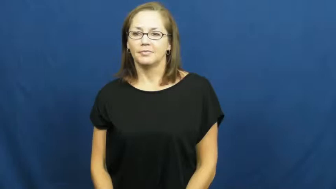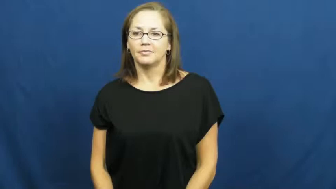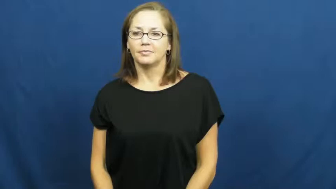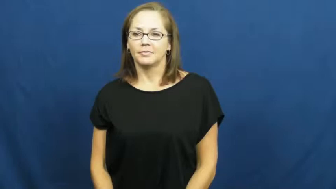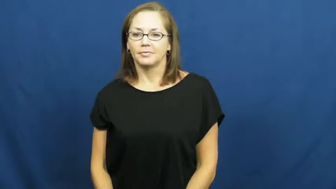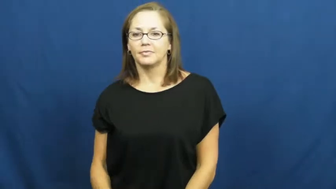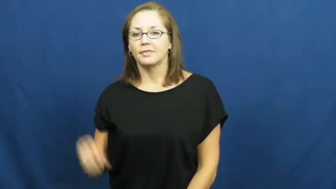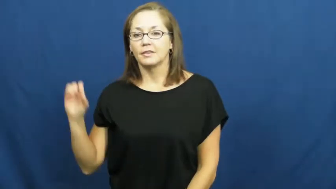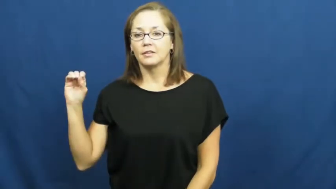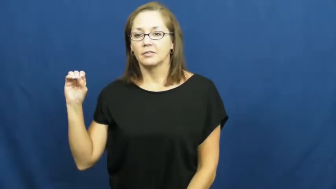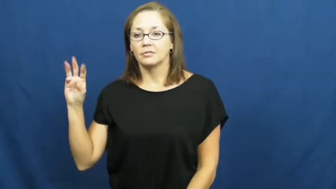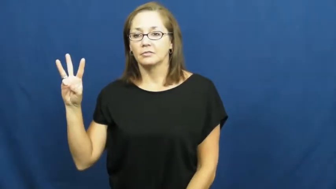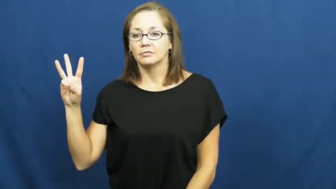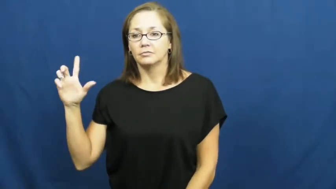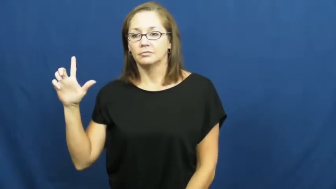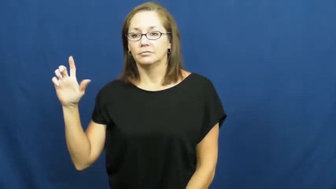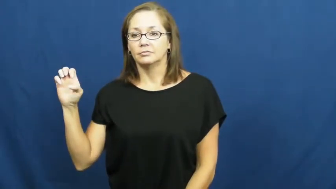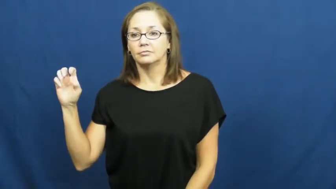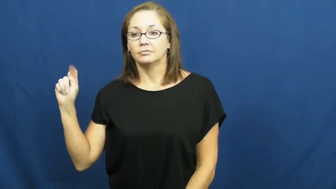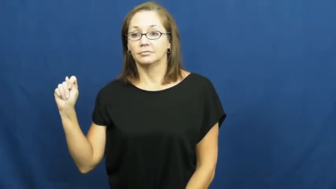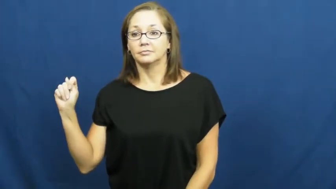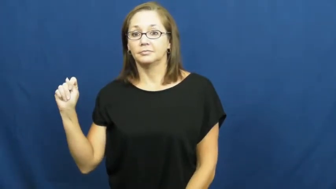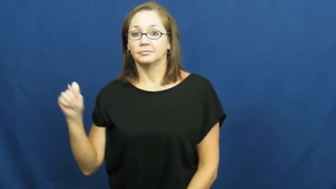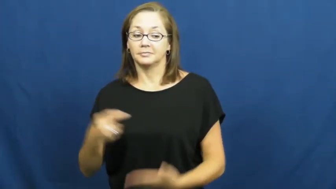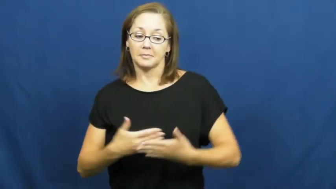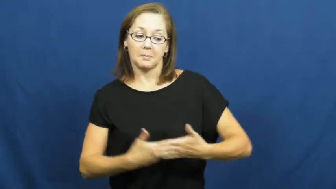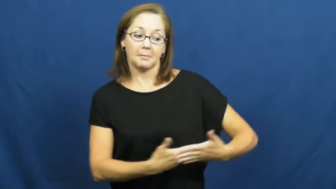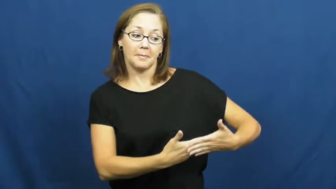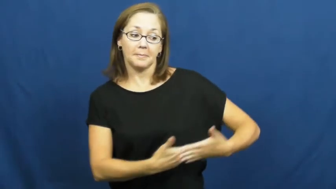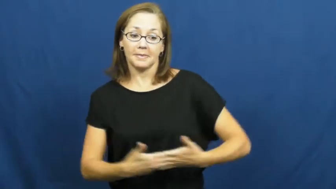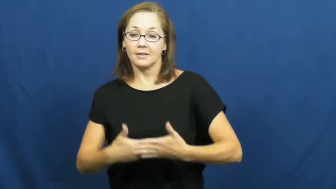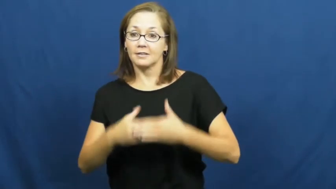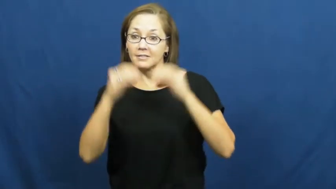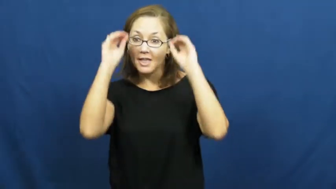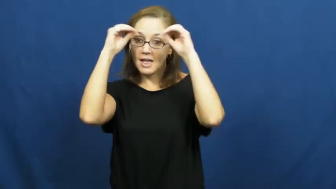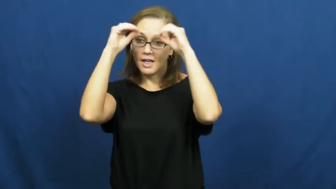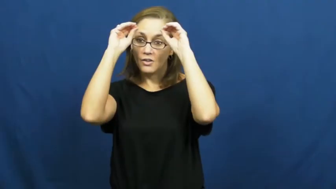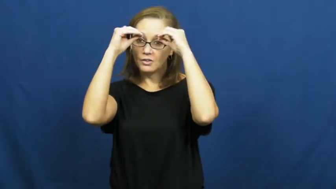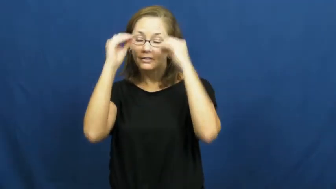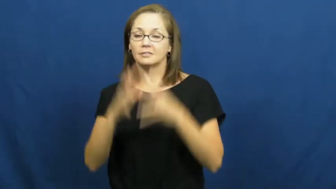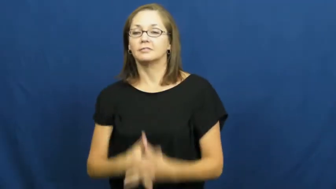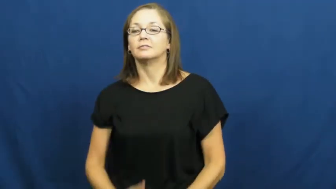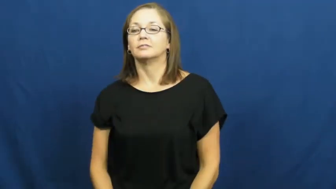owlet